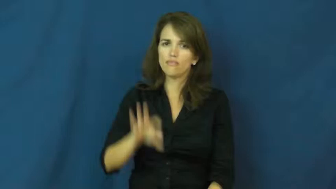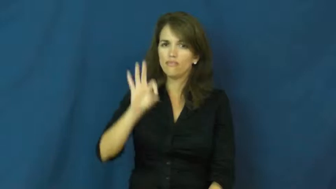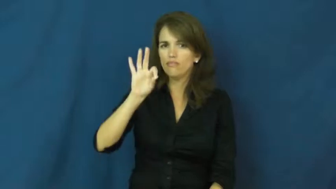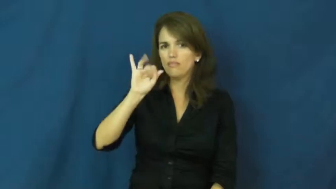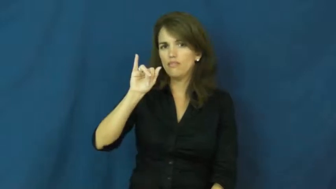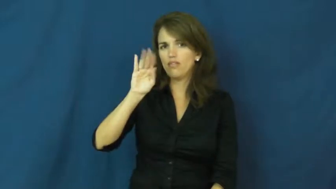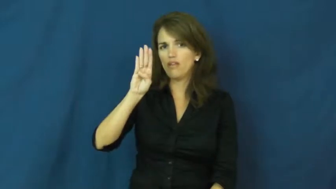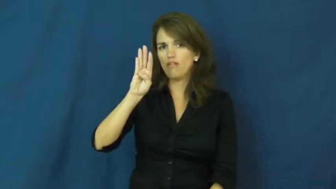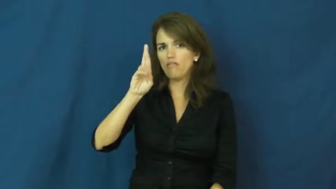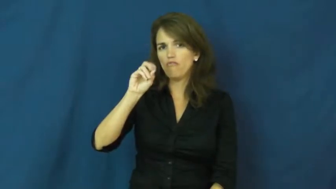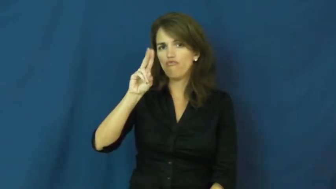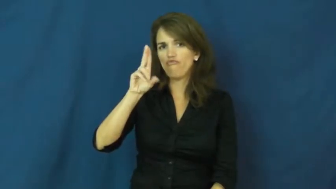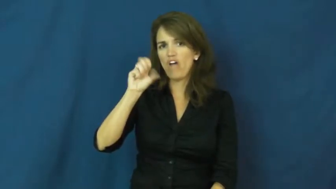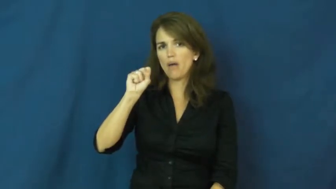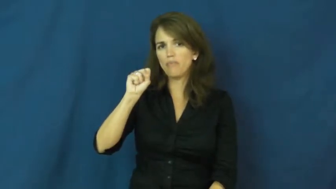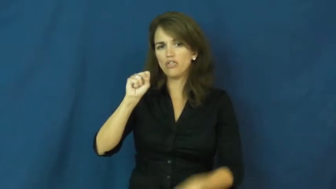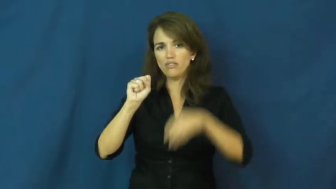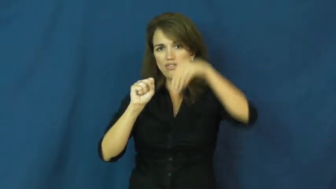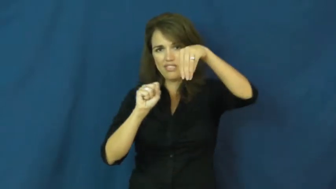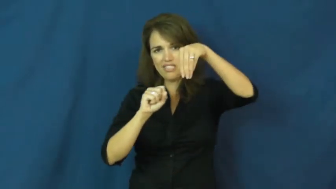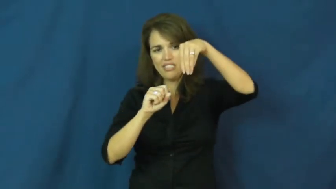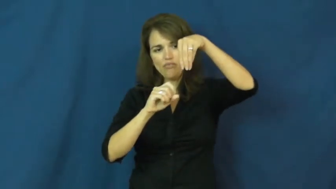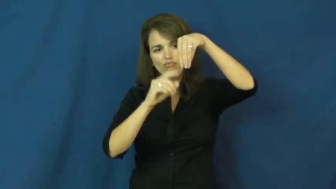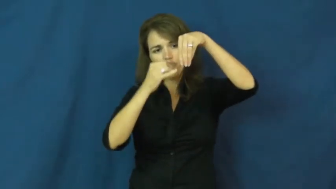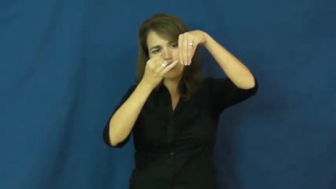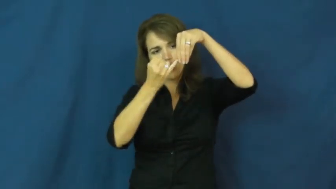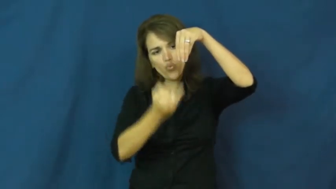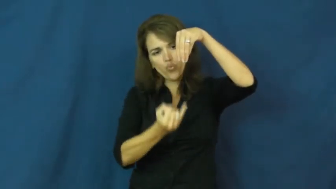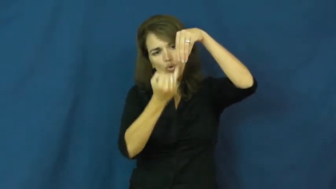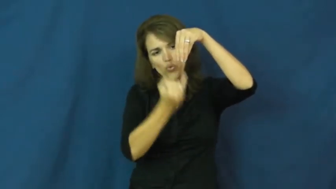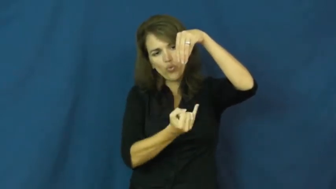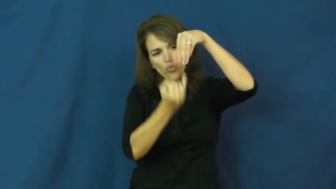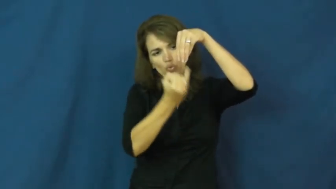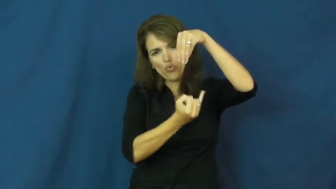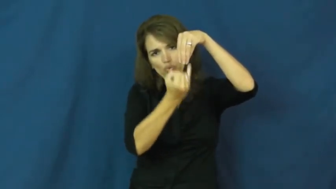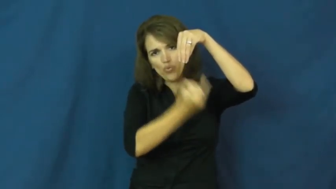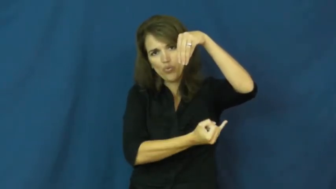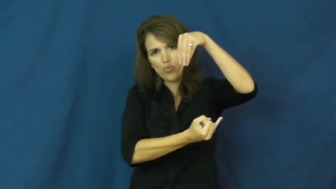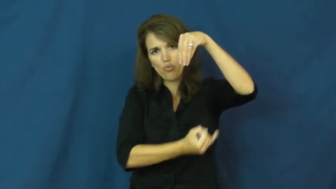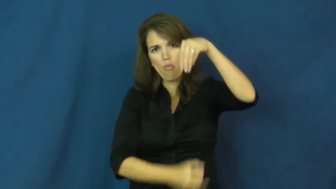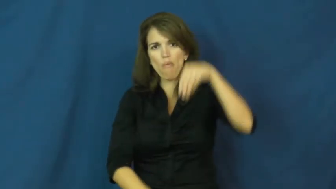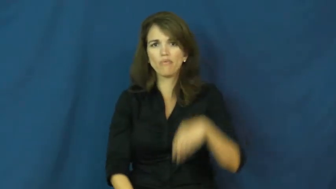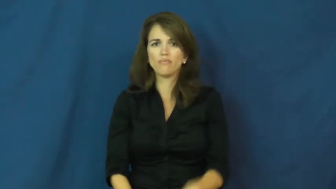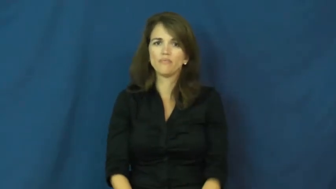fibrous